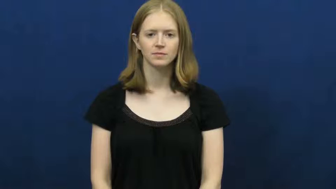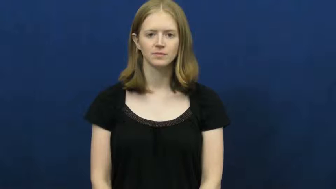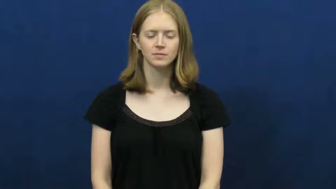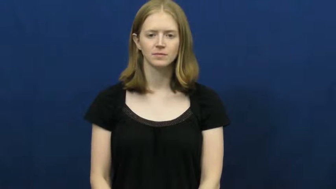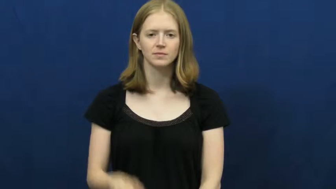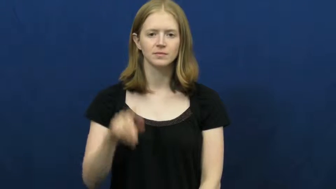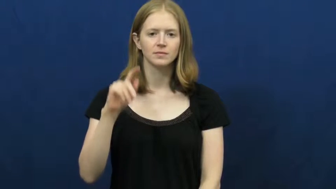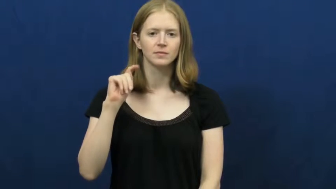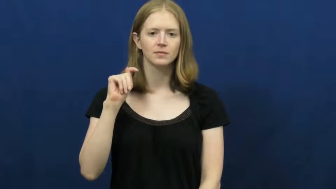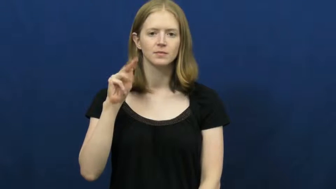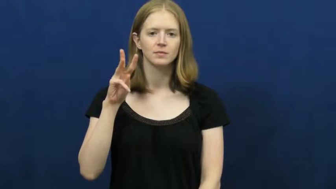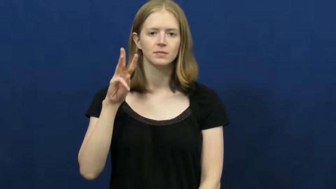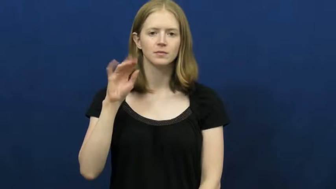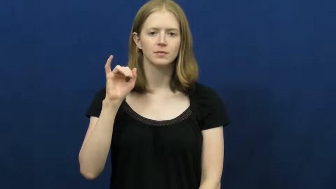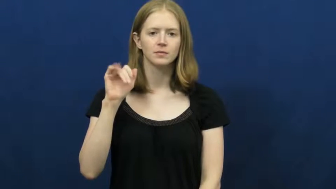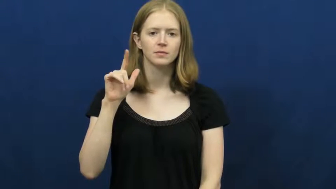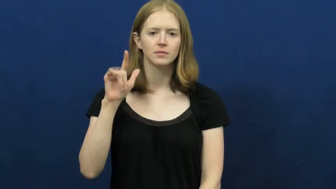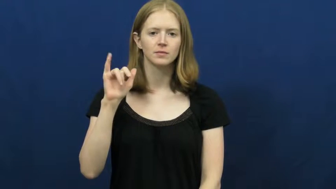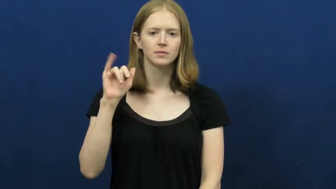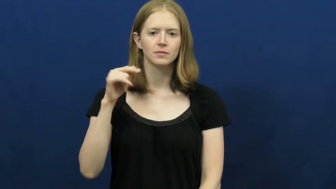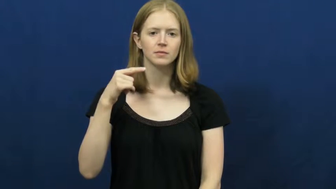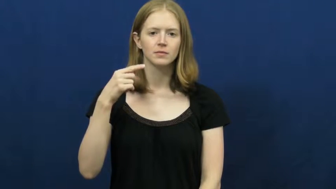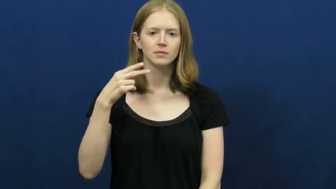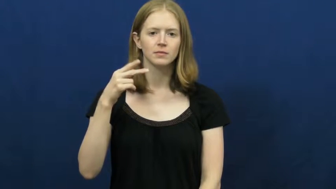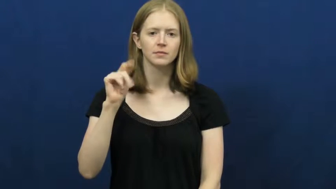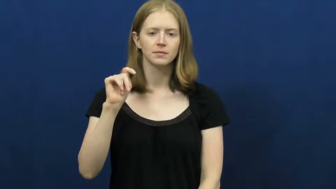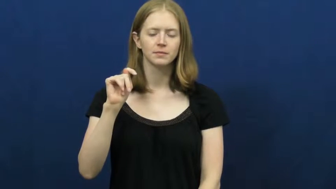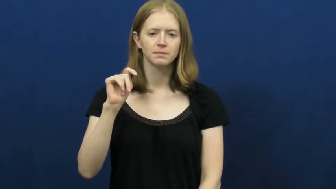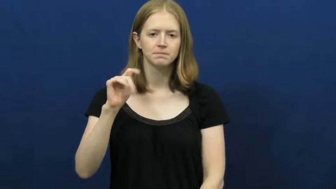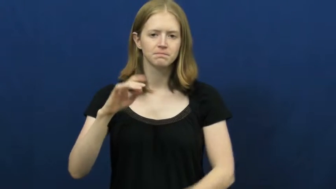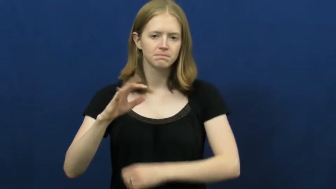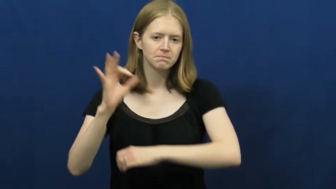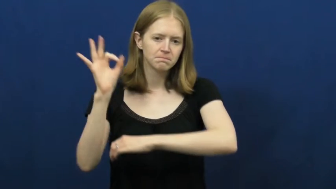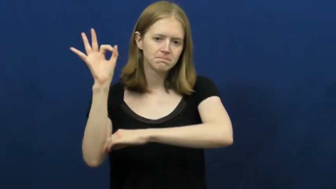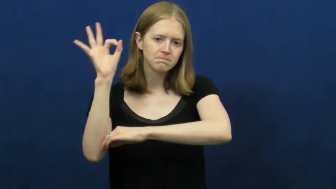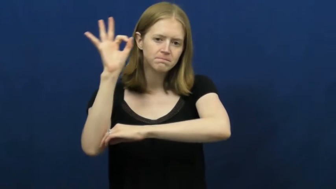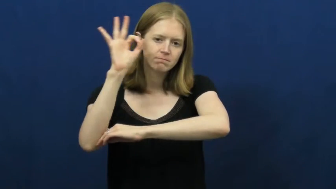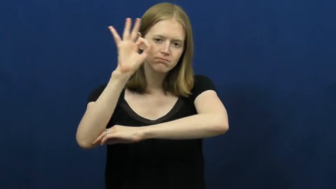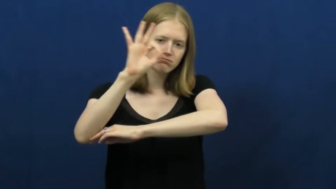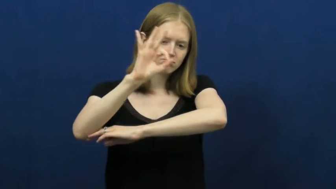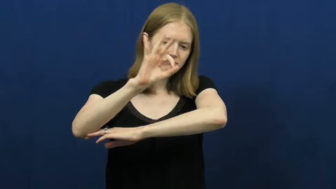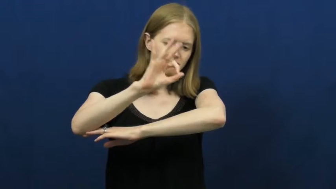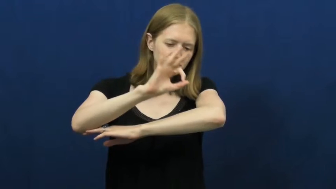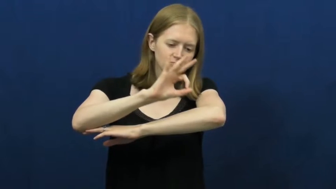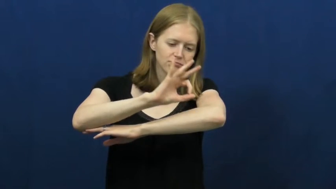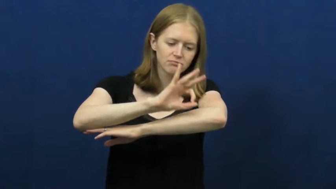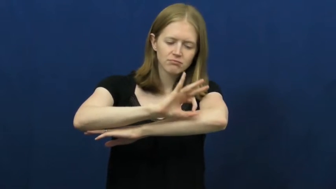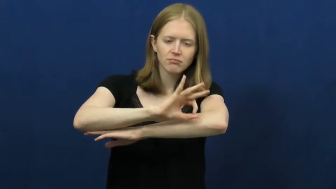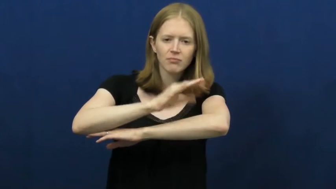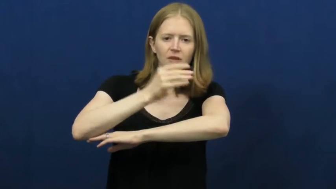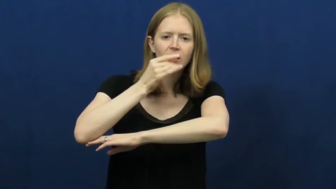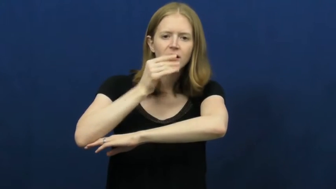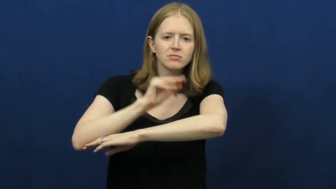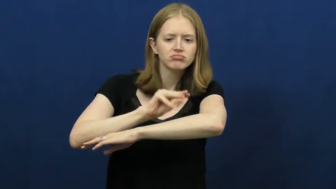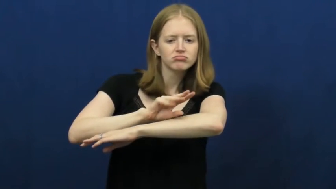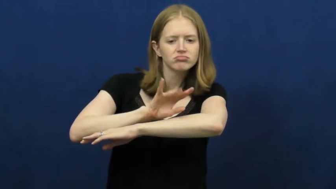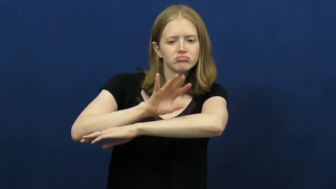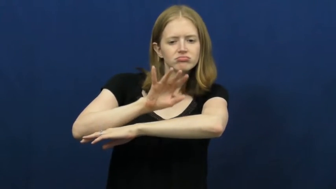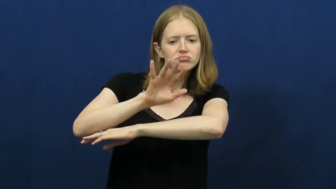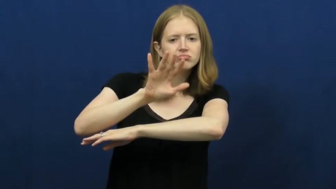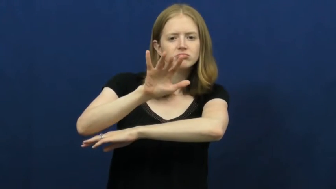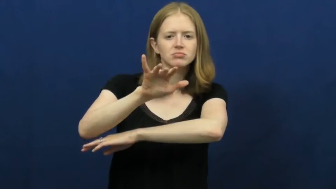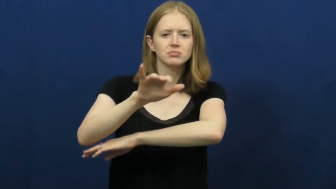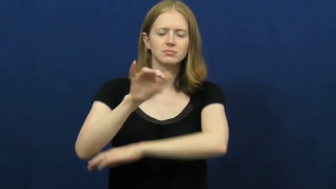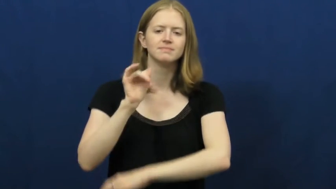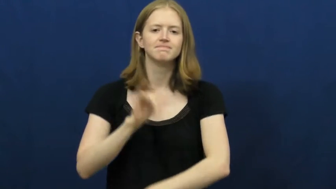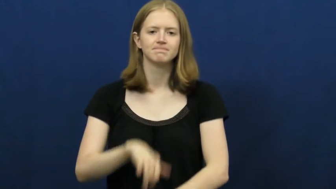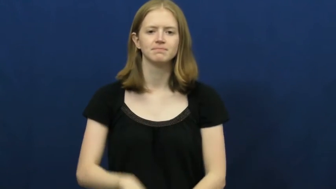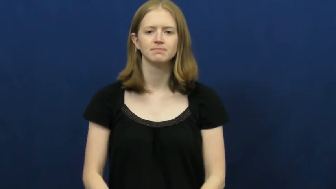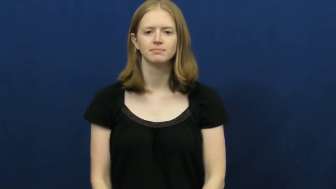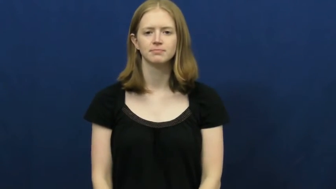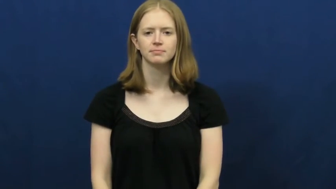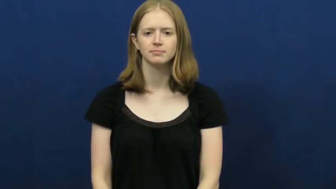twilight